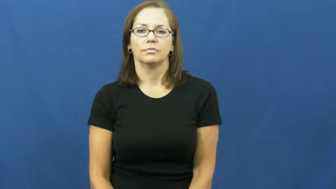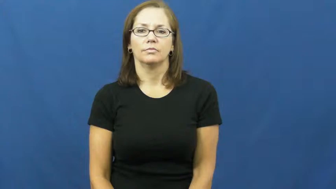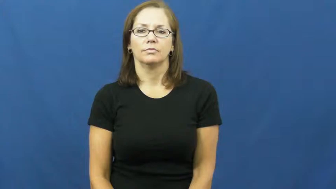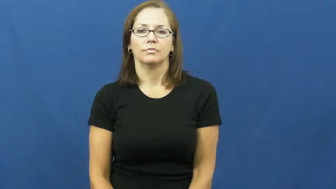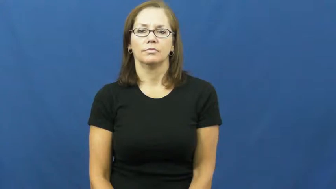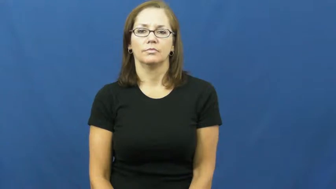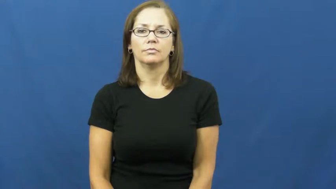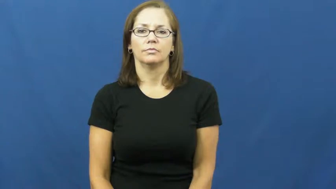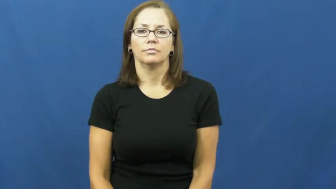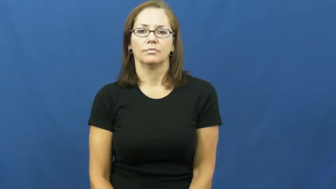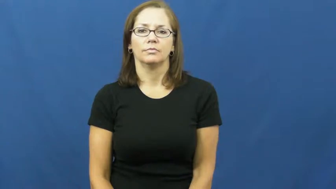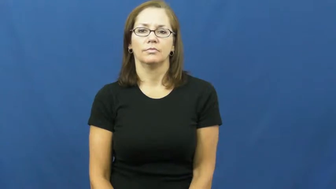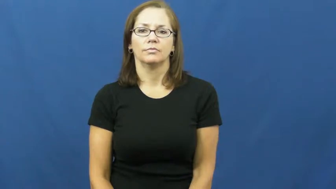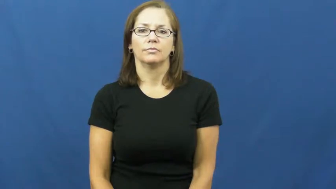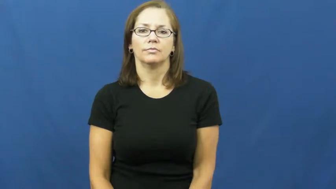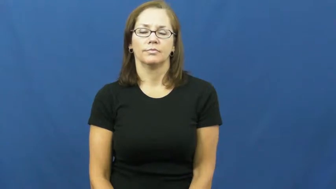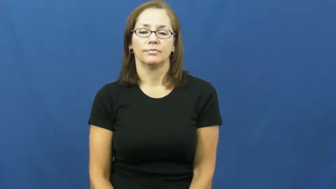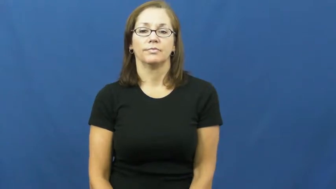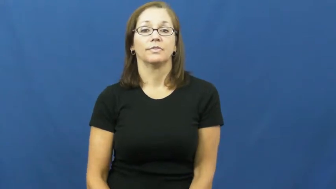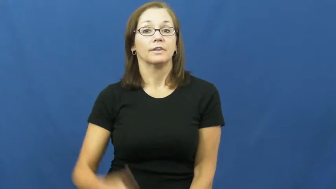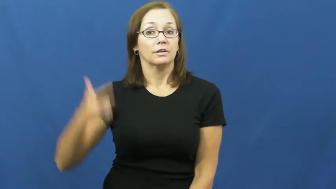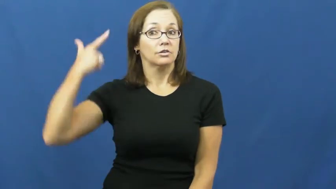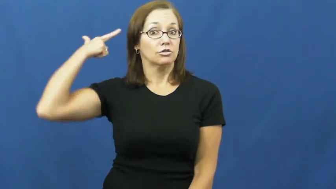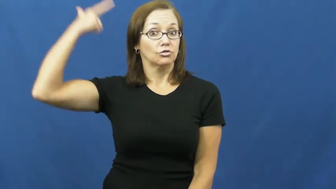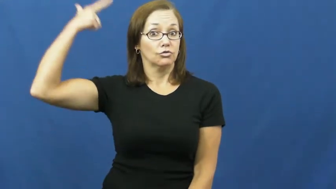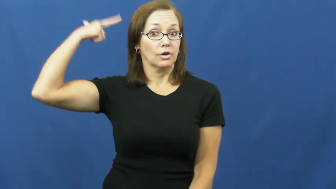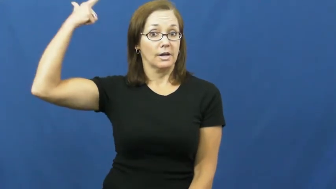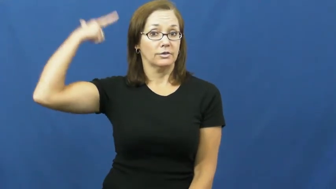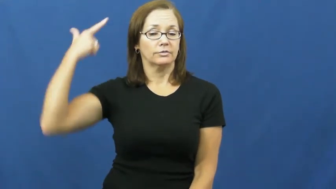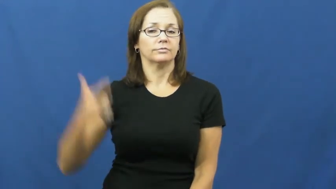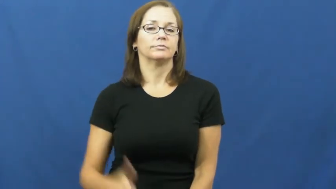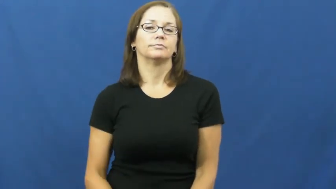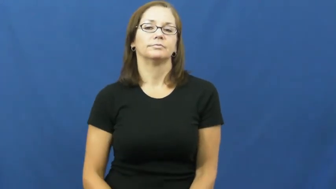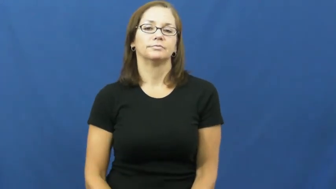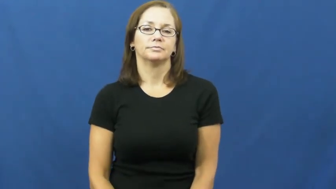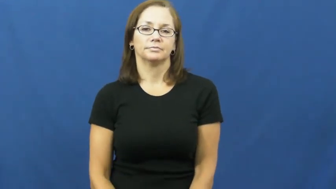dryer,blowdryer,hairdryer